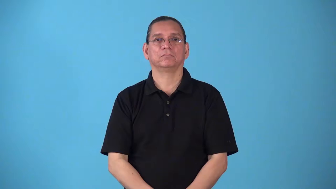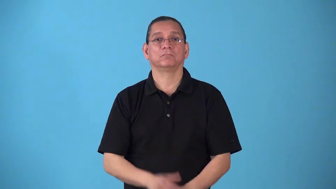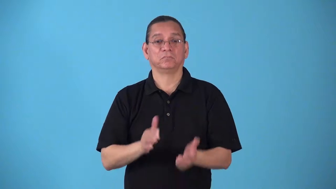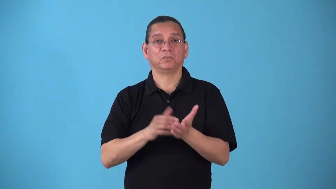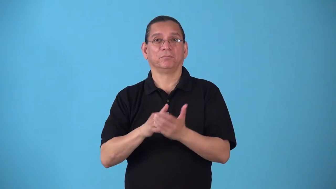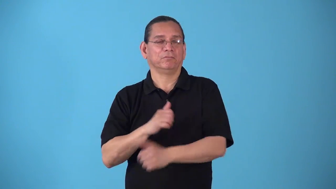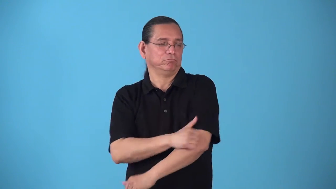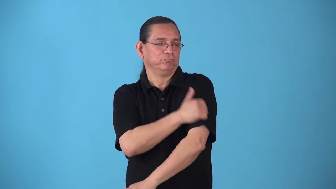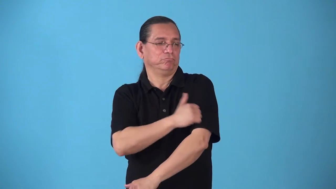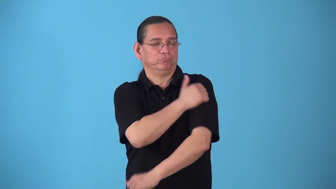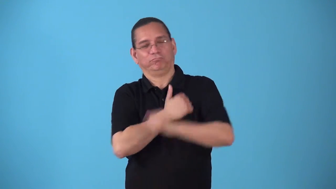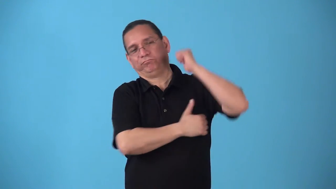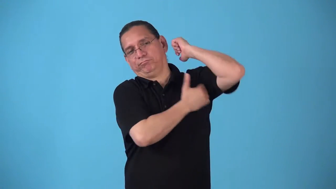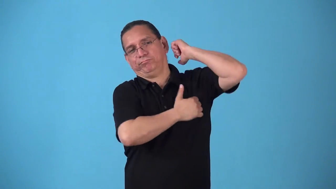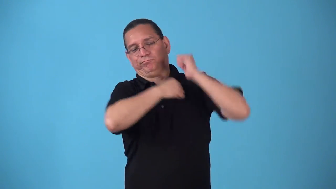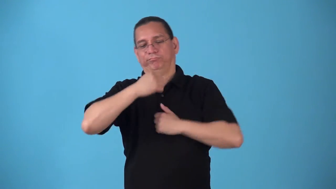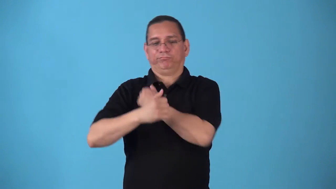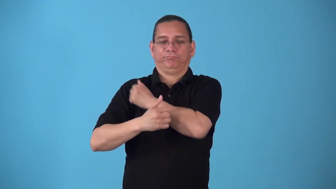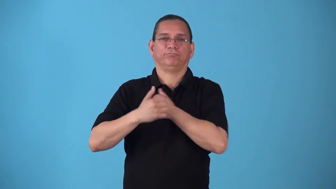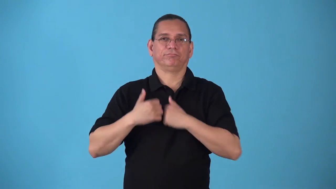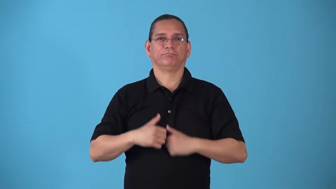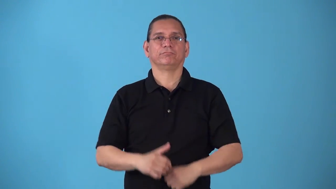soap-verb